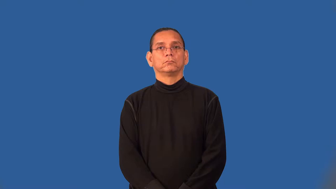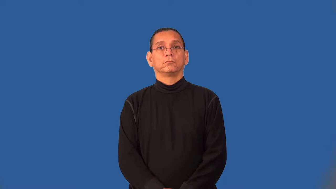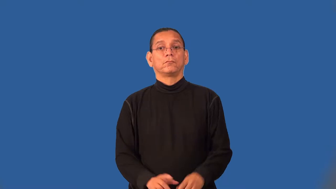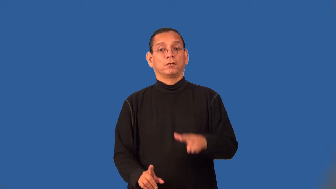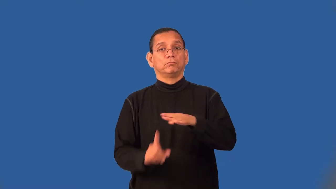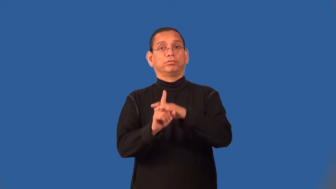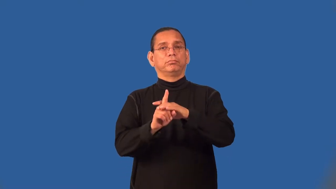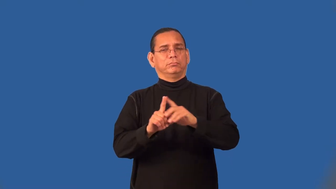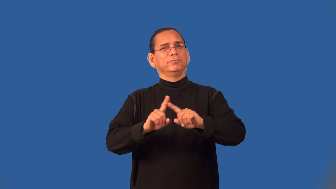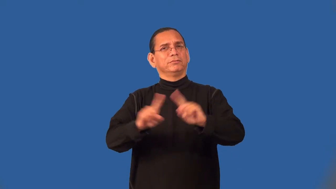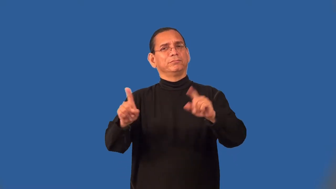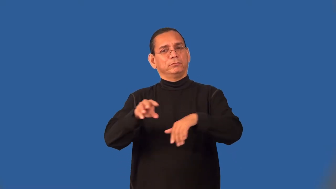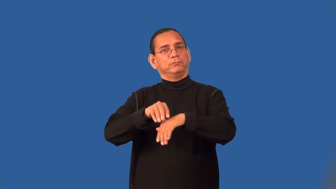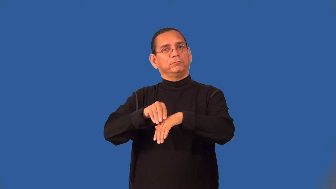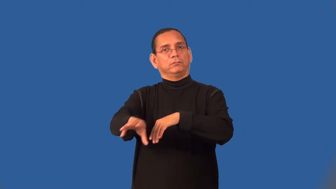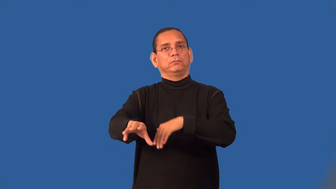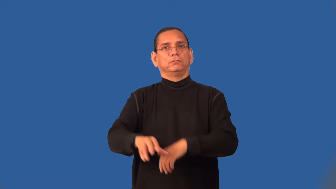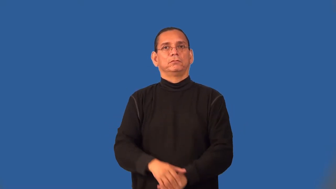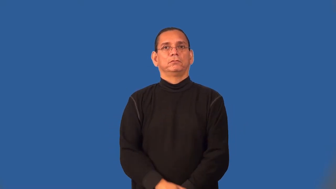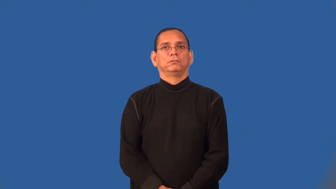seminal